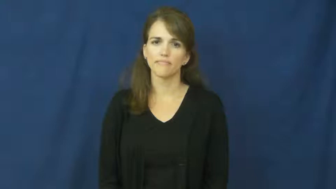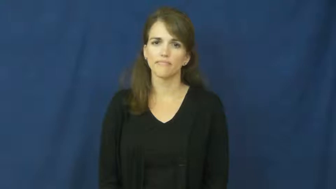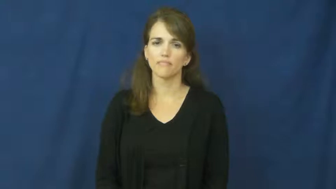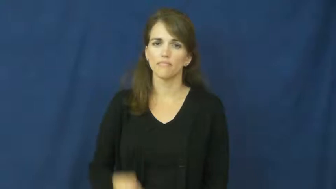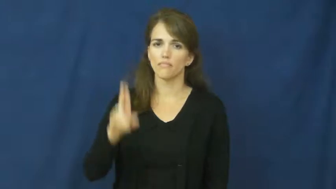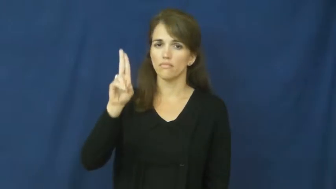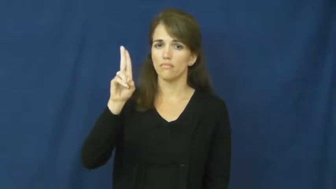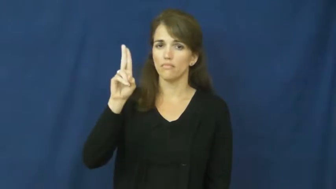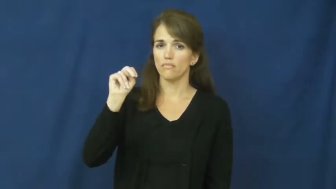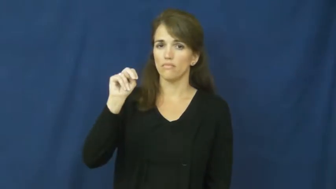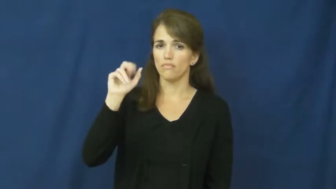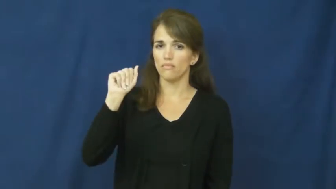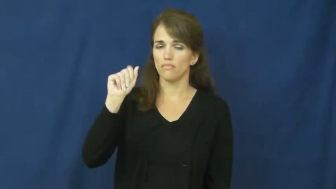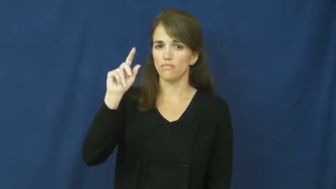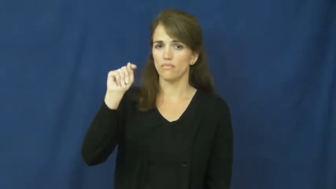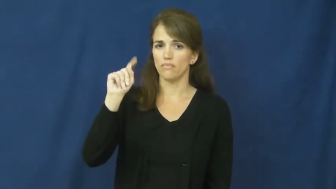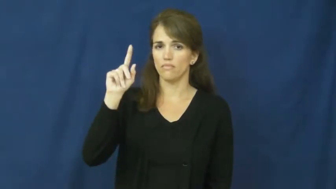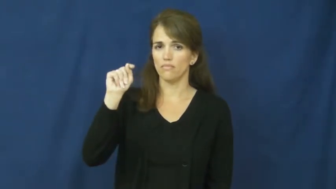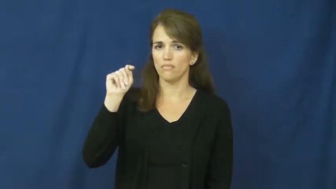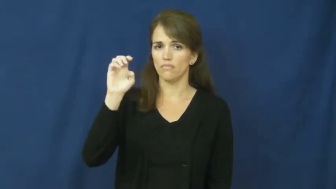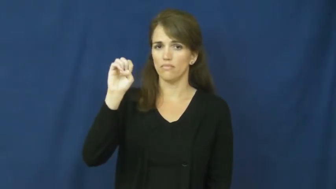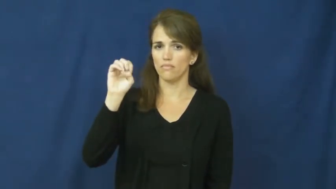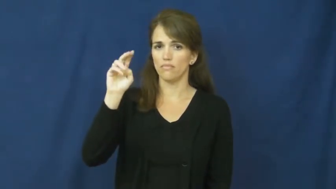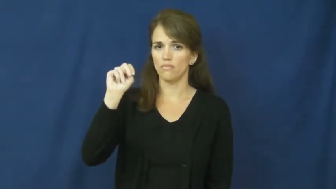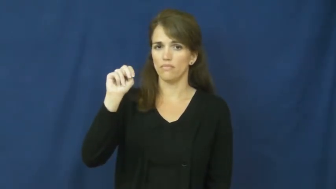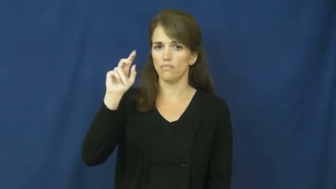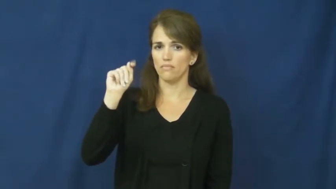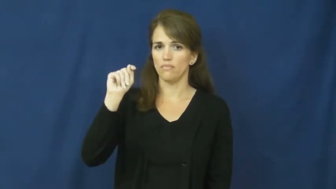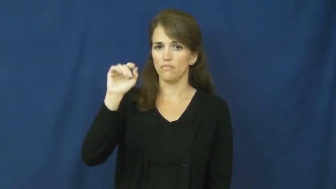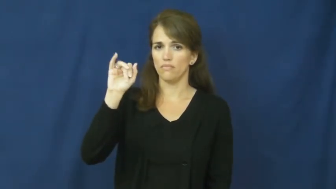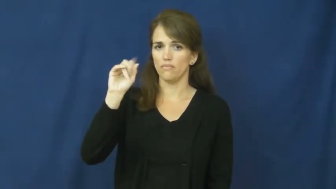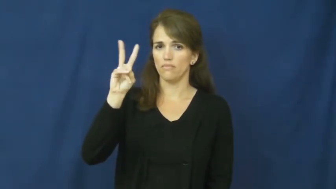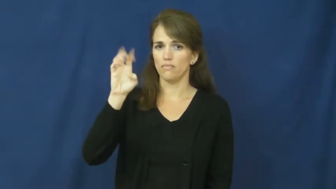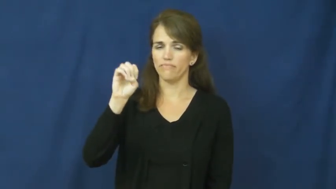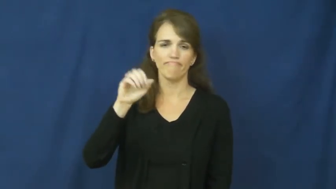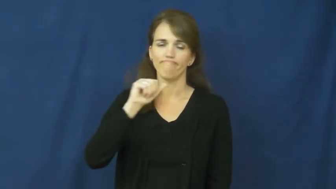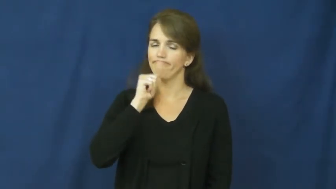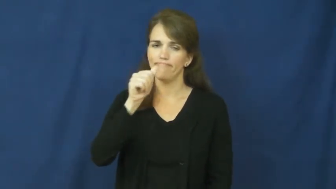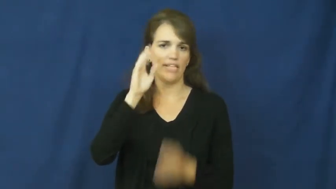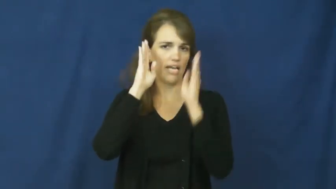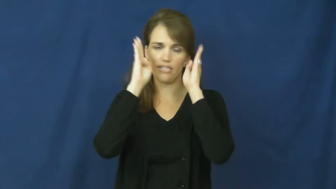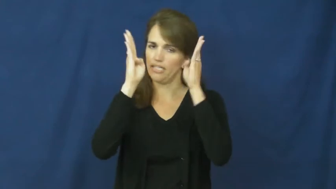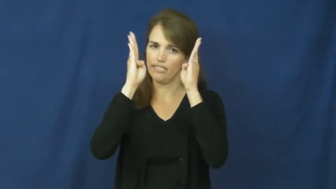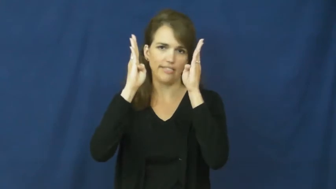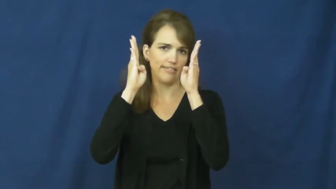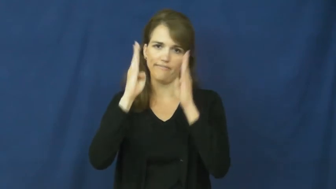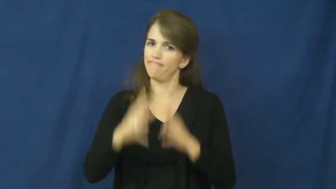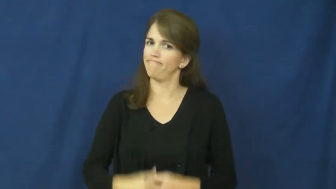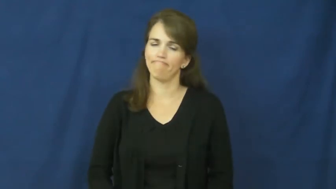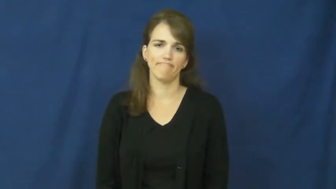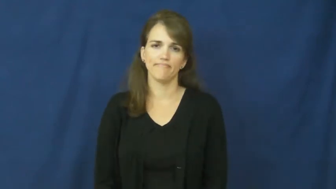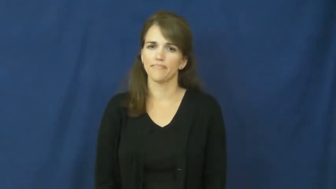unattentive